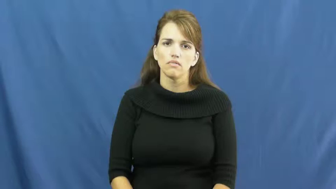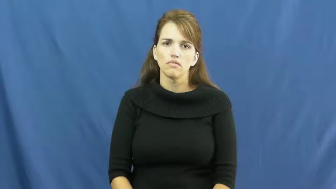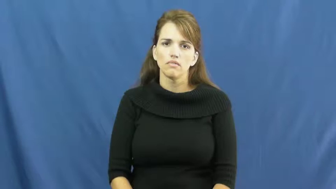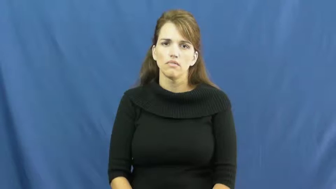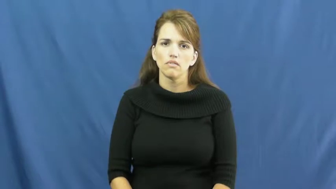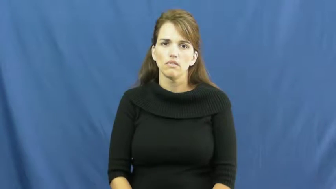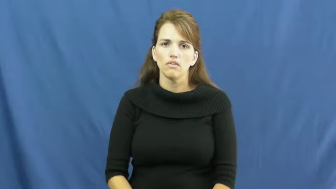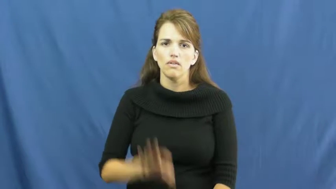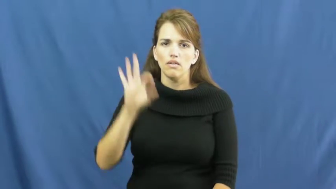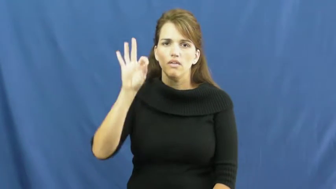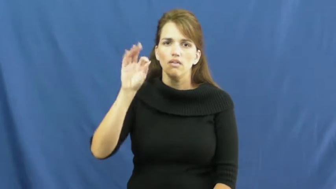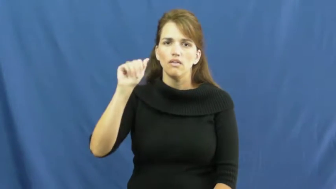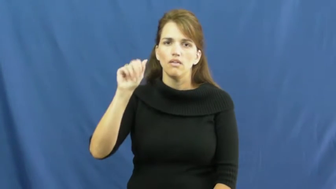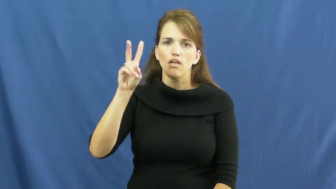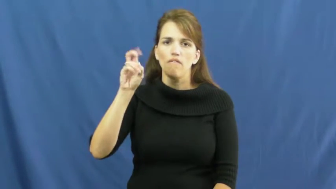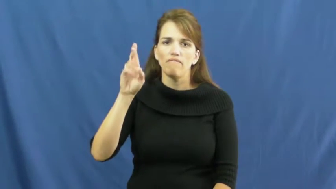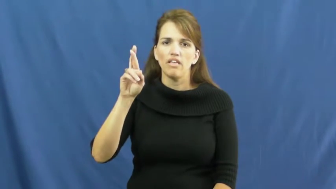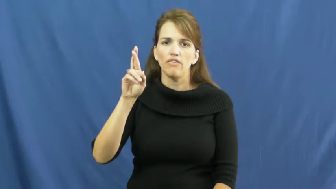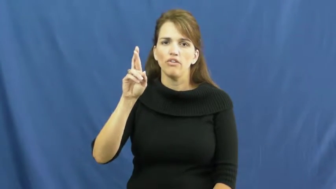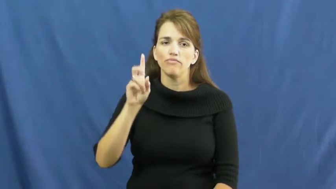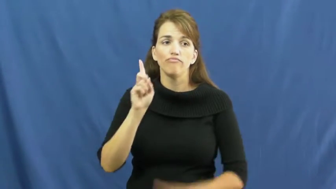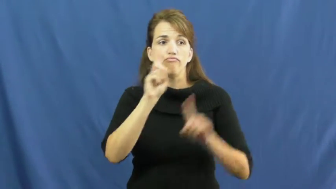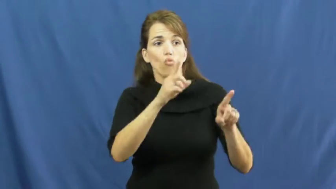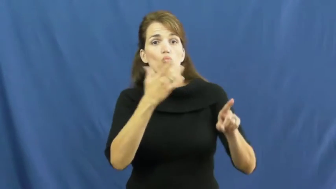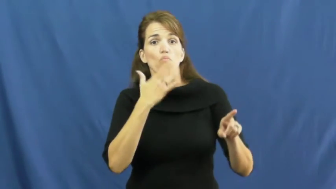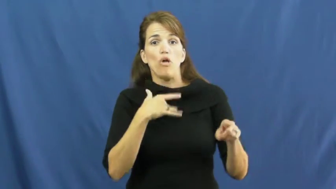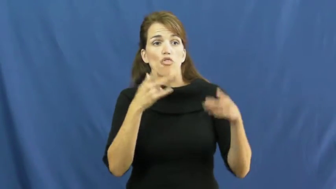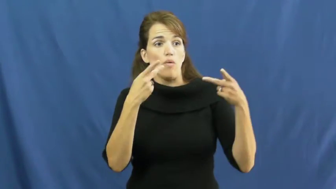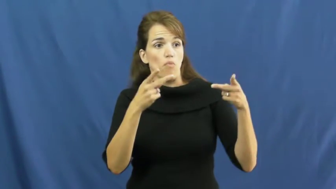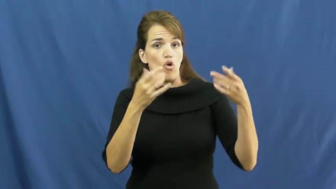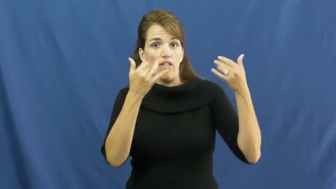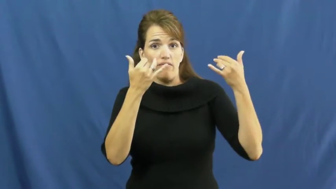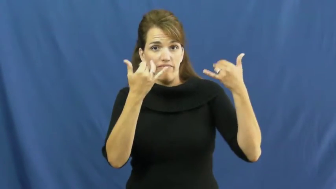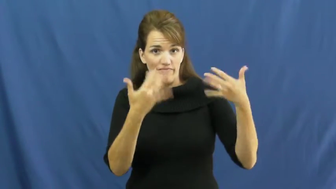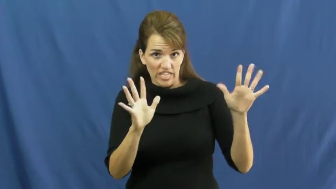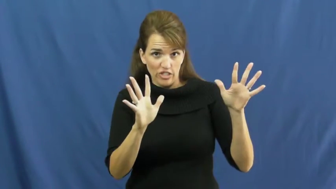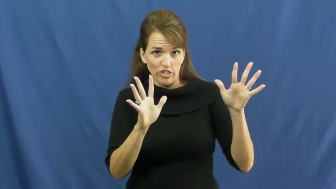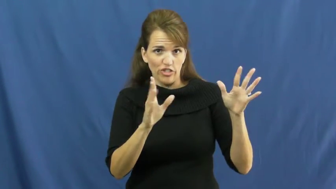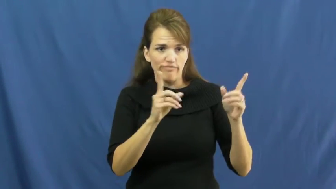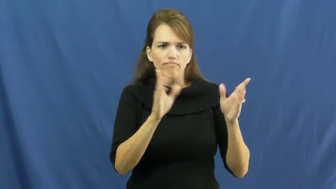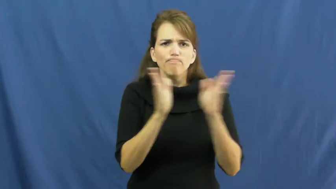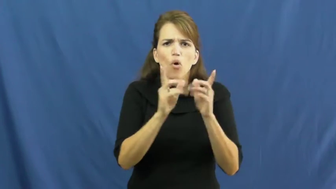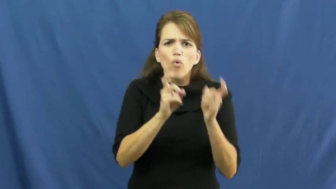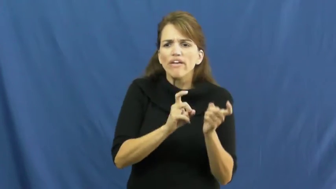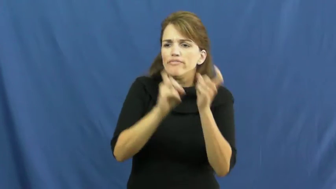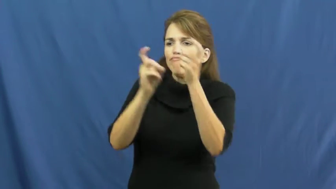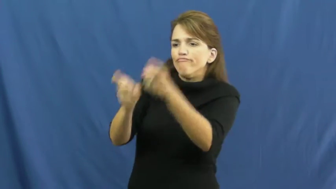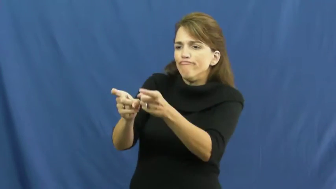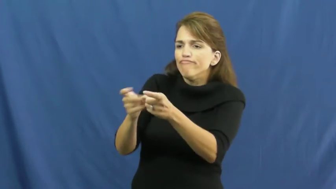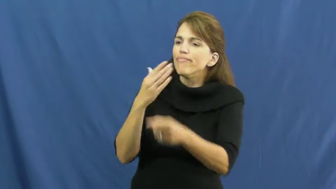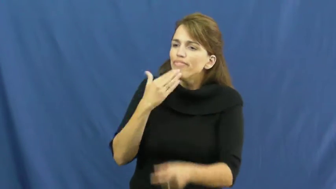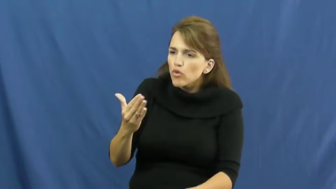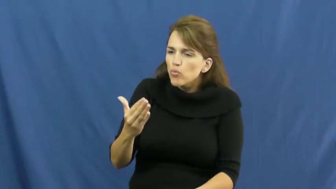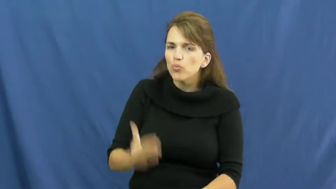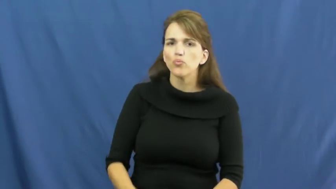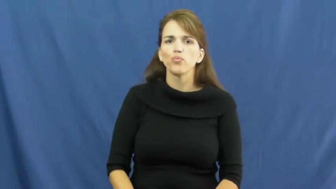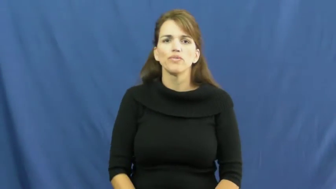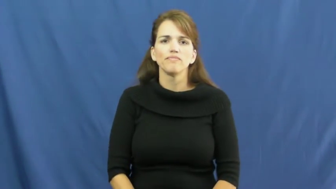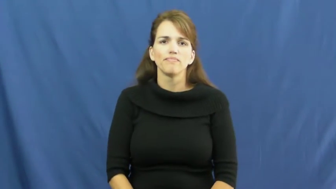favor-gift